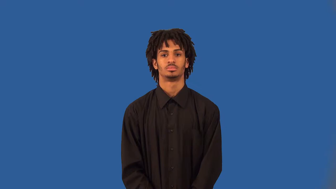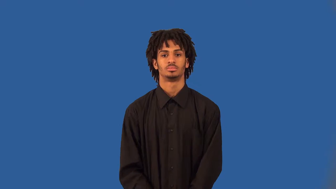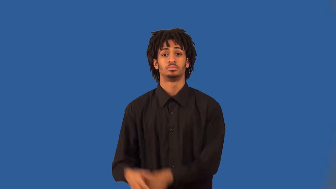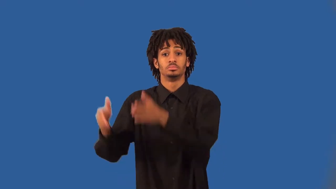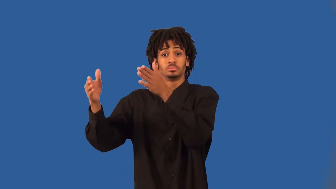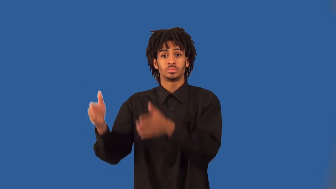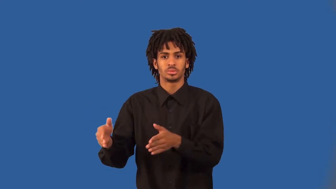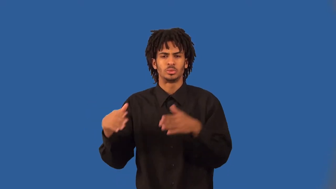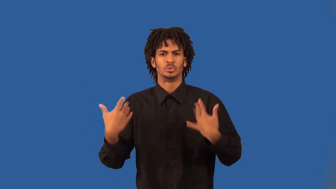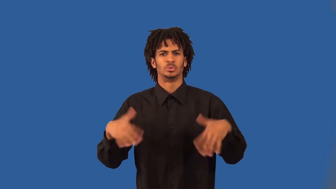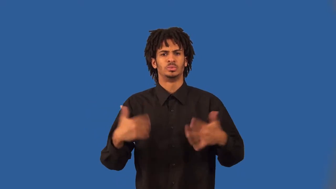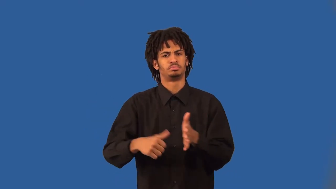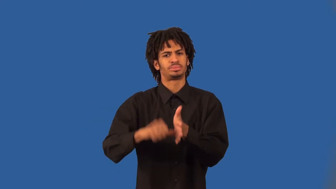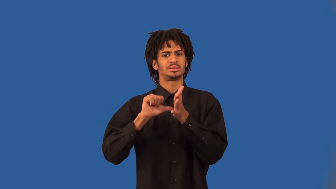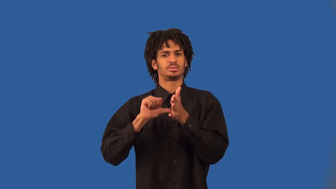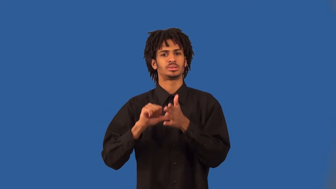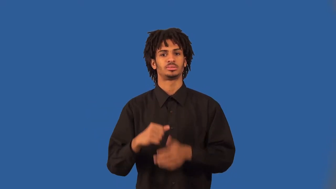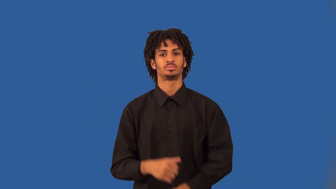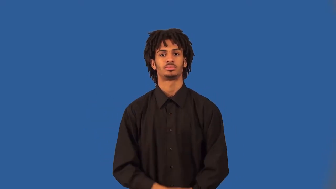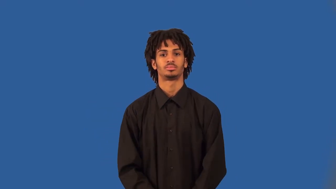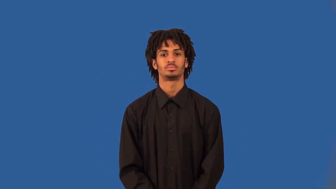dazzler